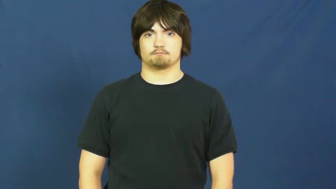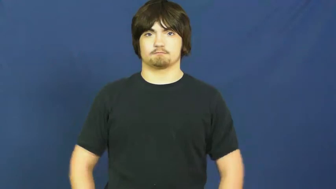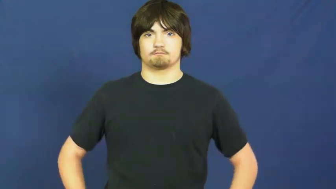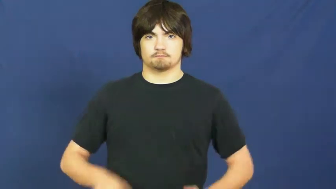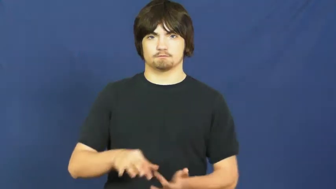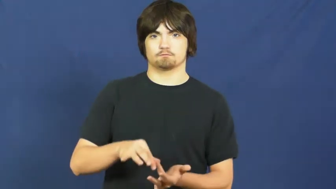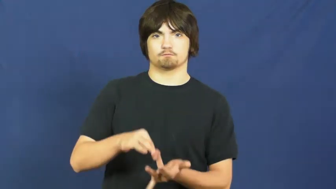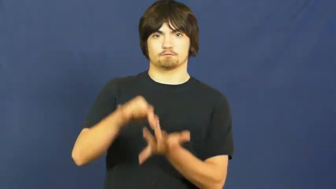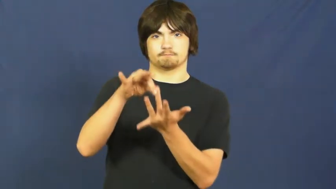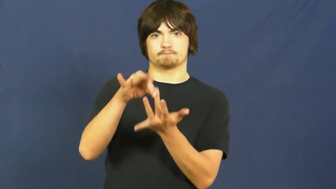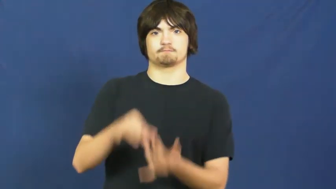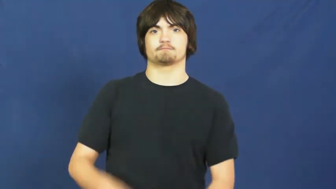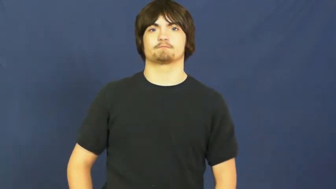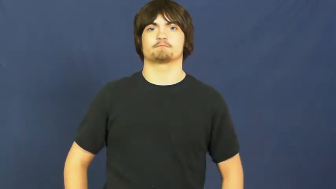special,chosen